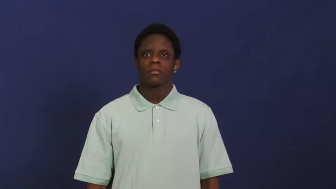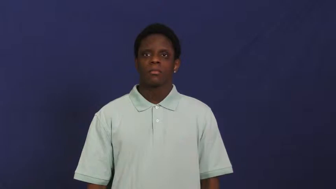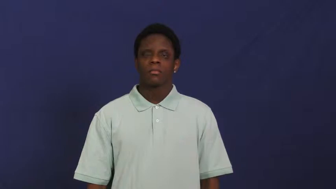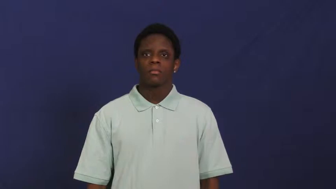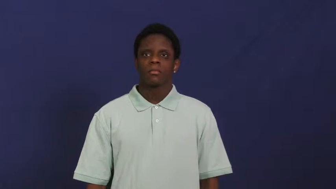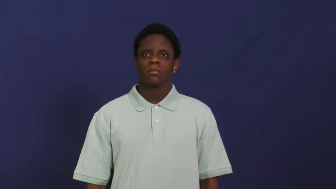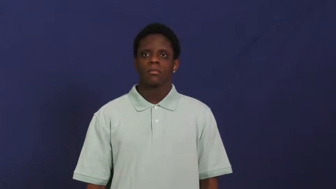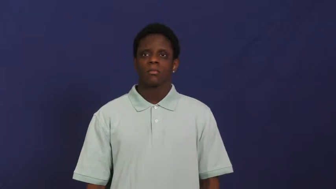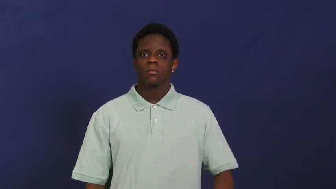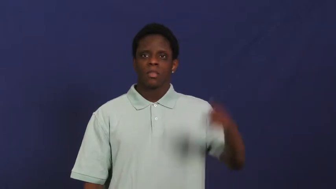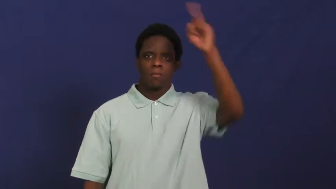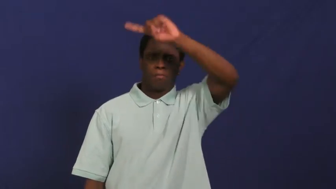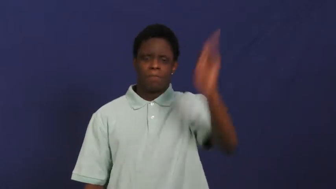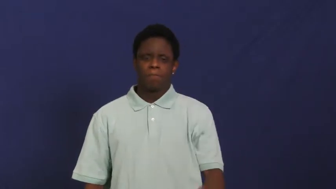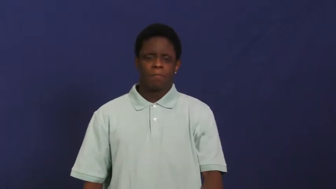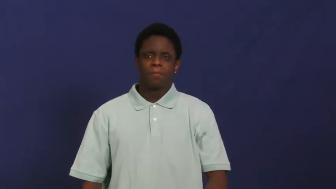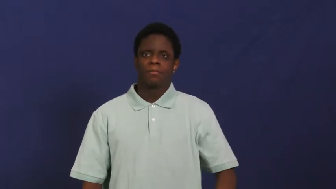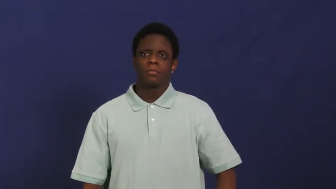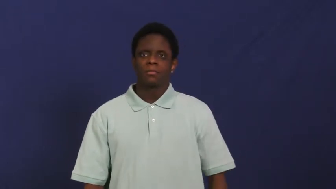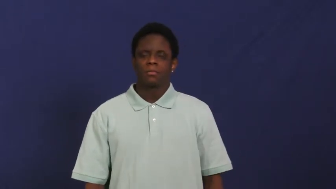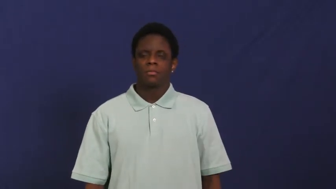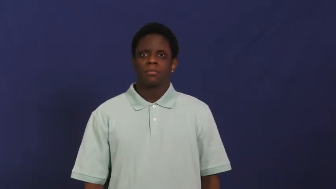lightning